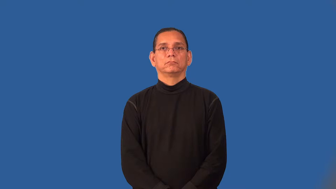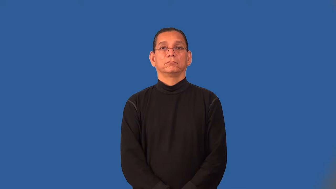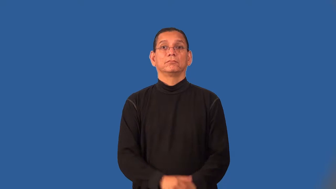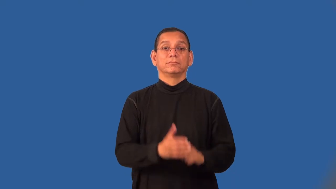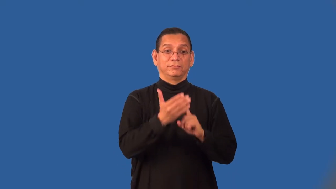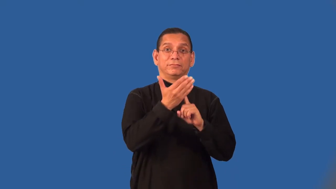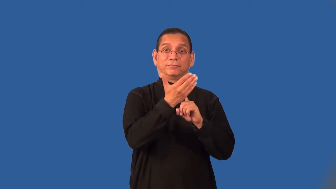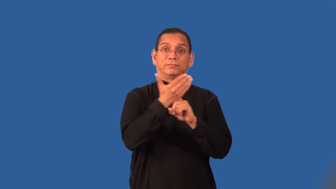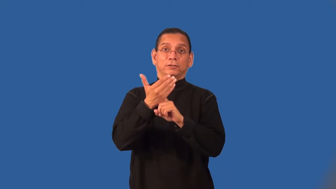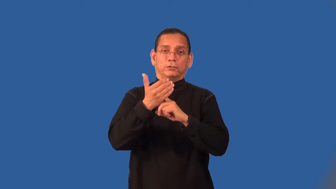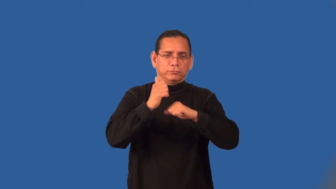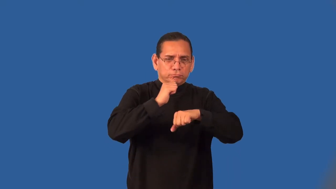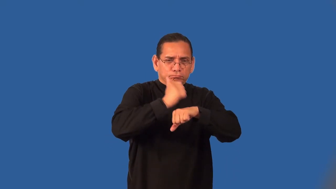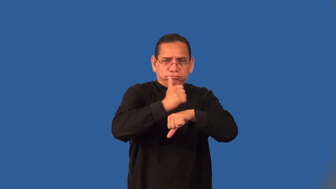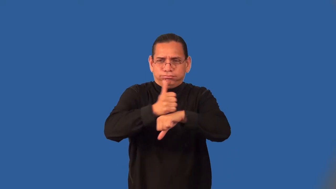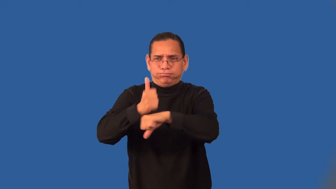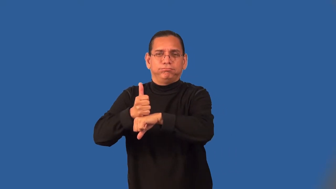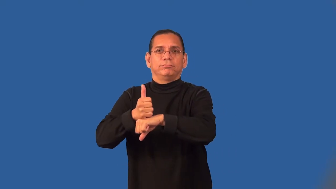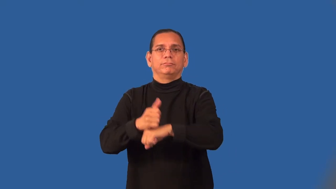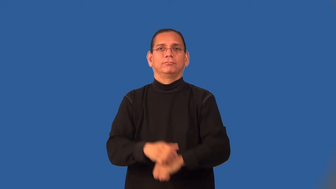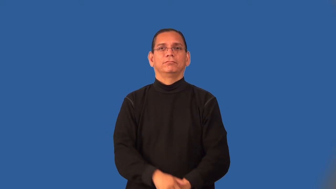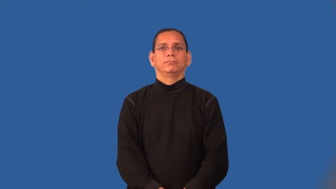rig-ship